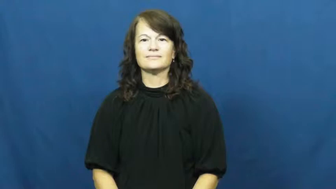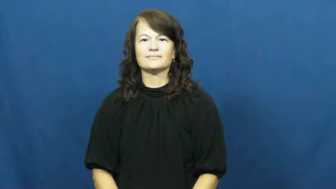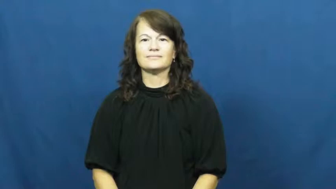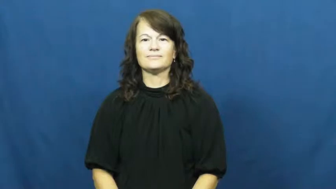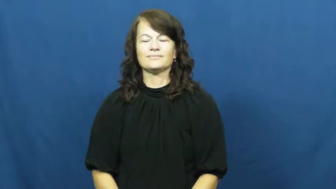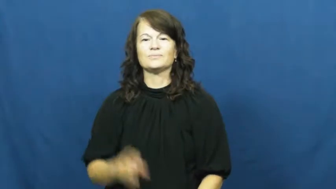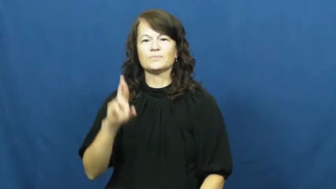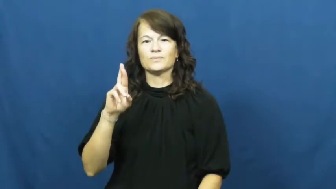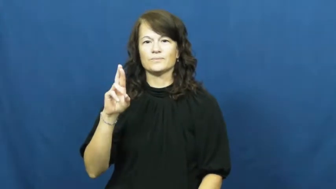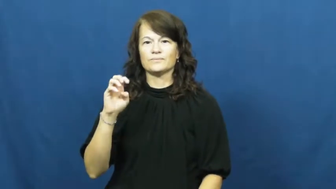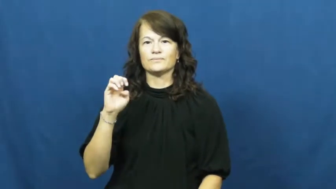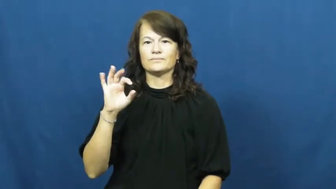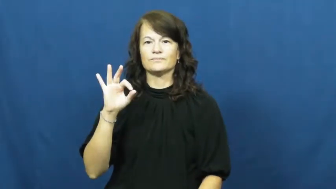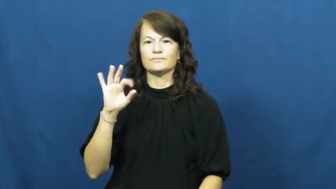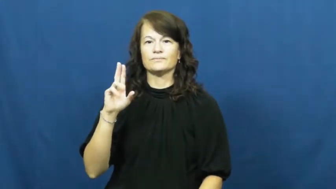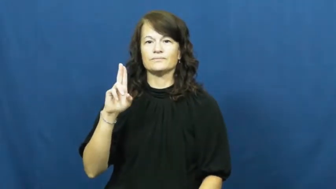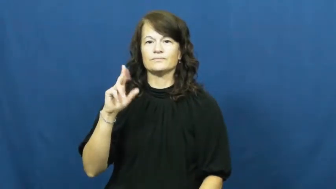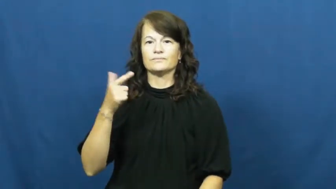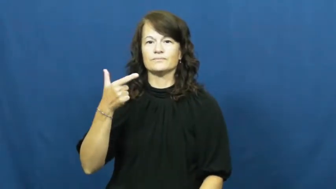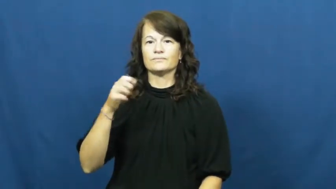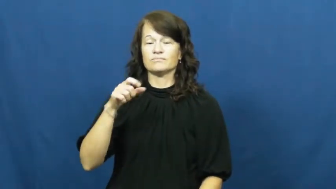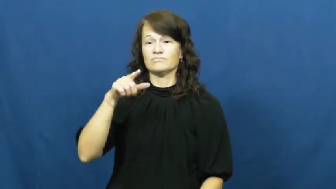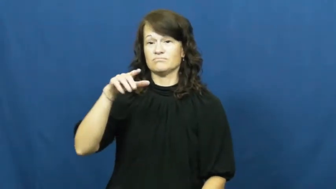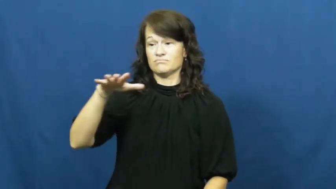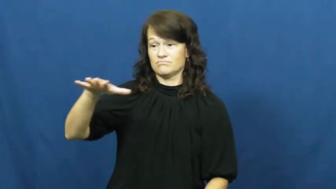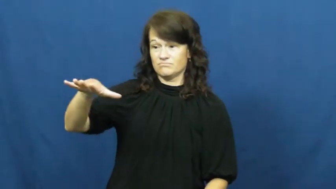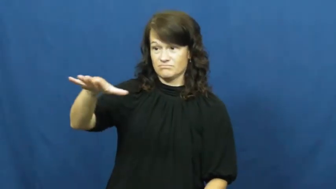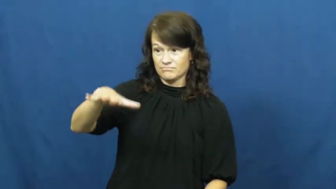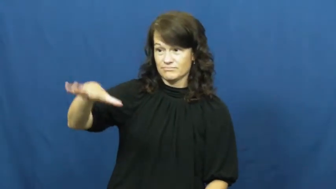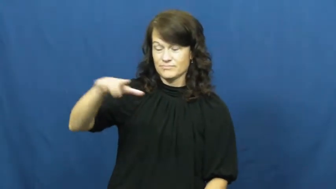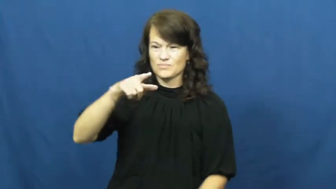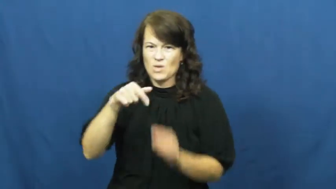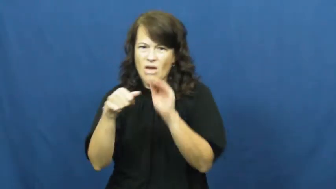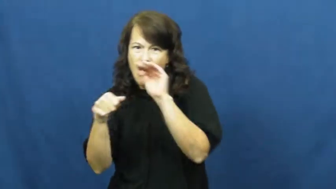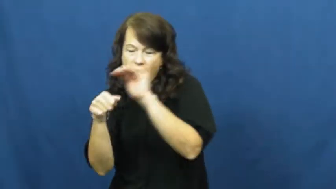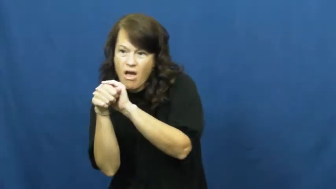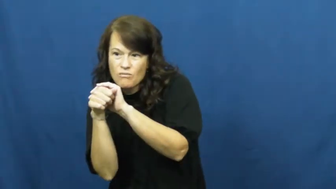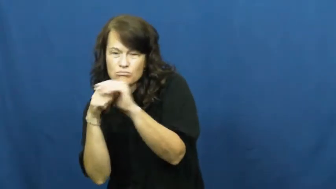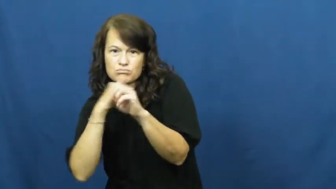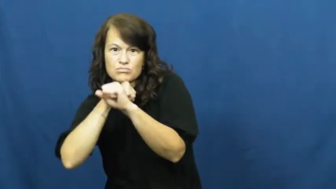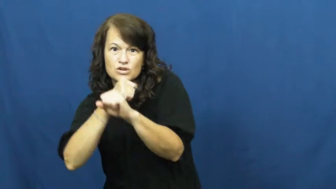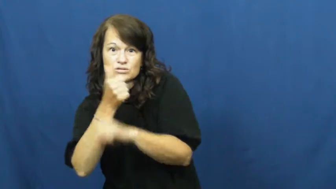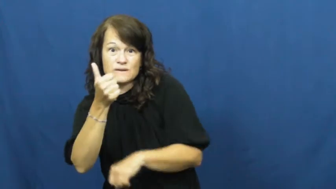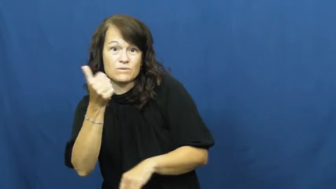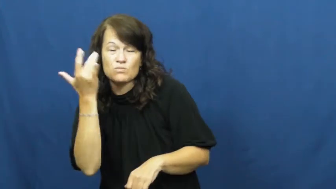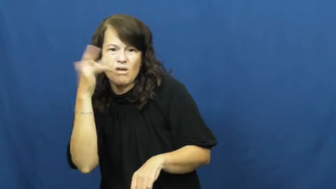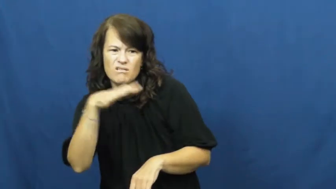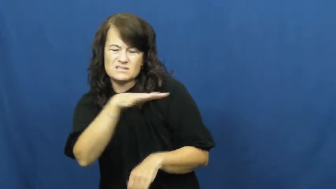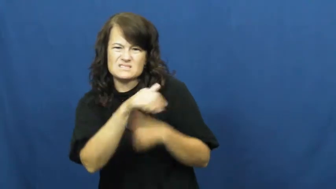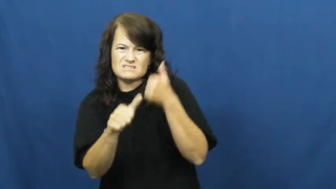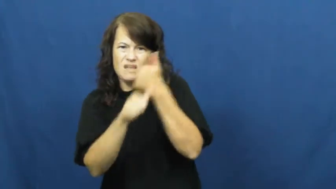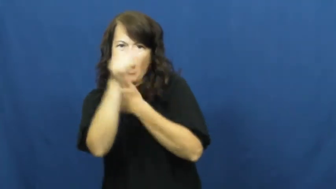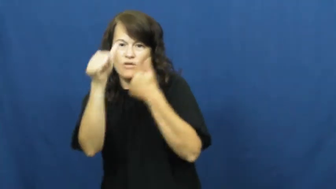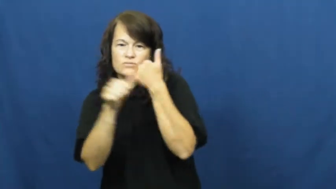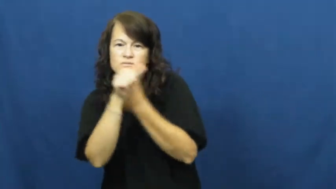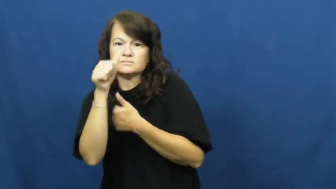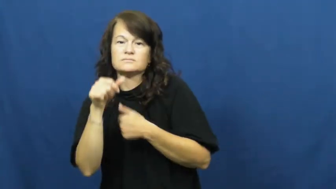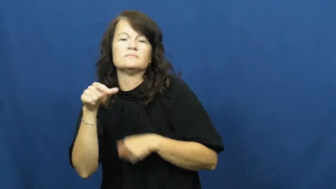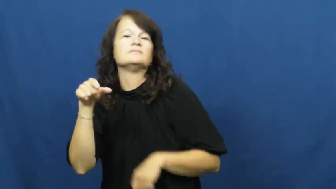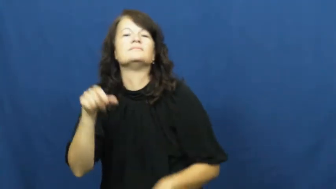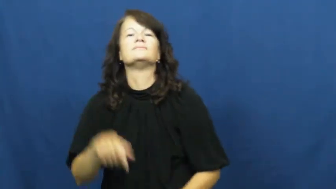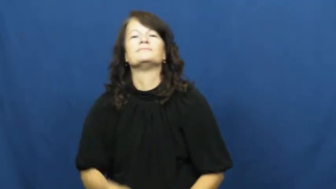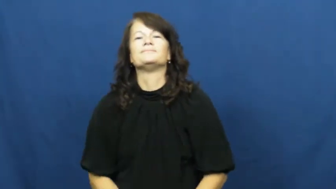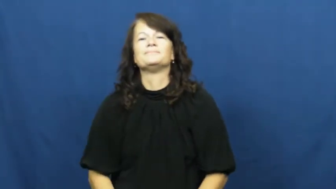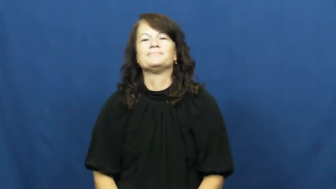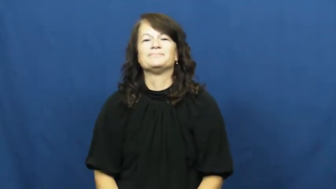refuge